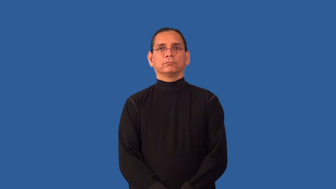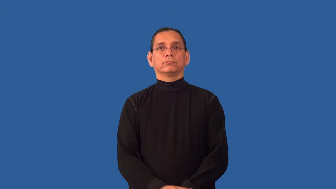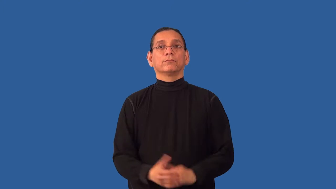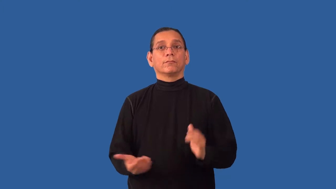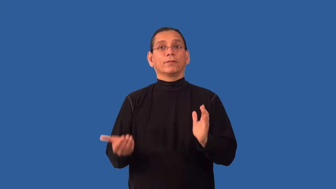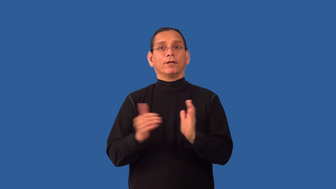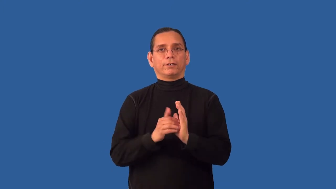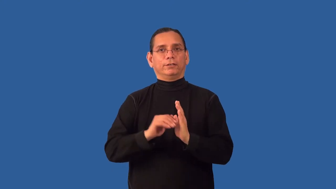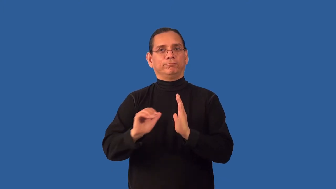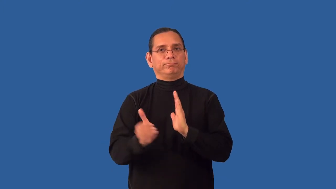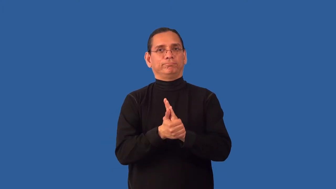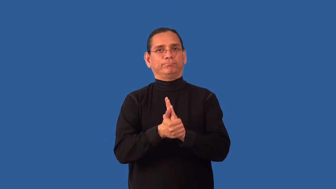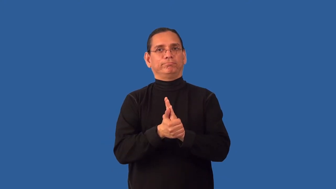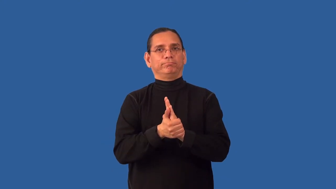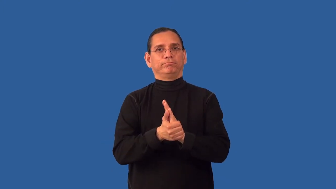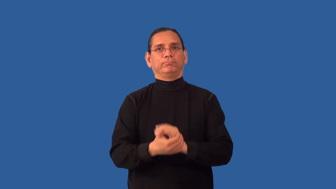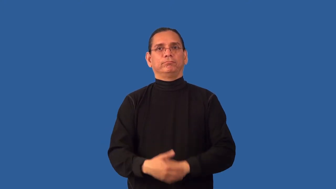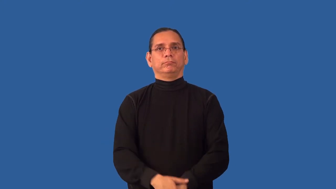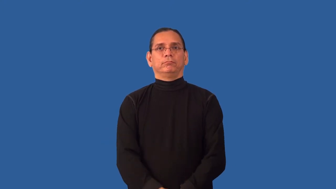rebind